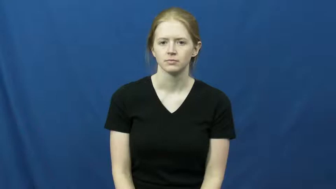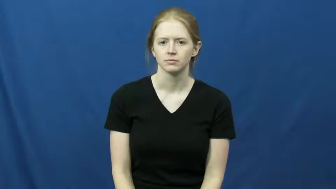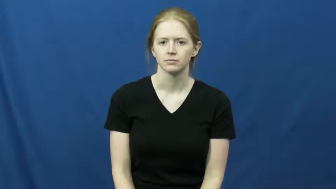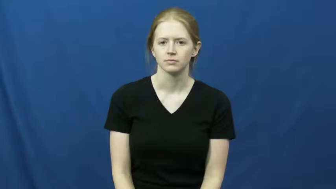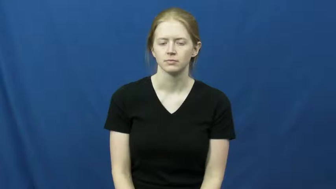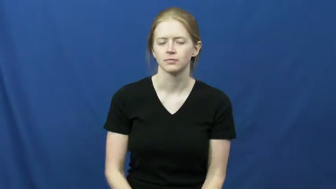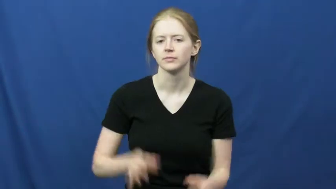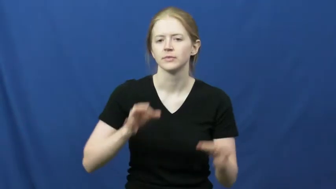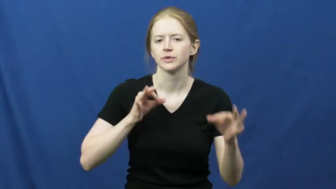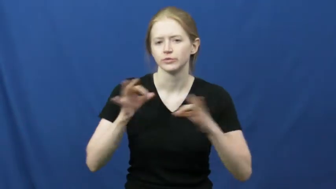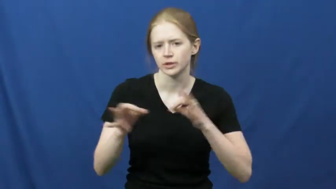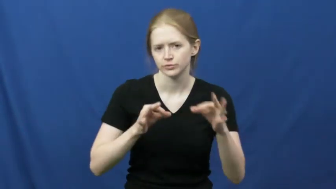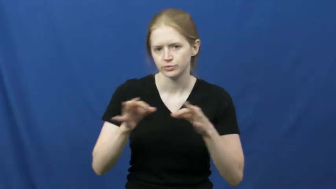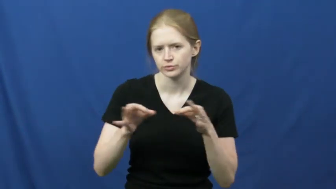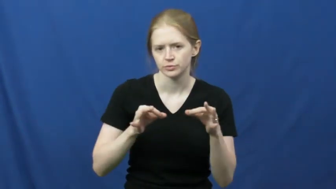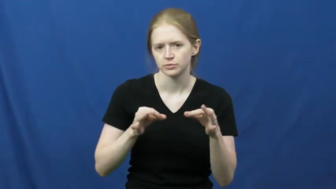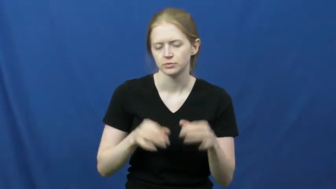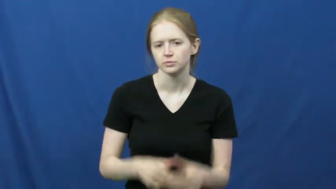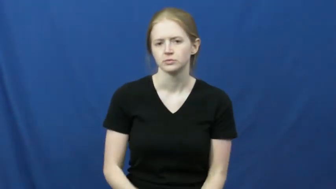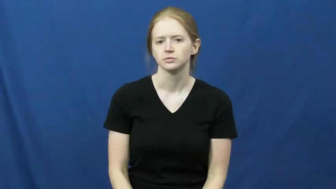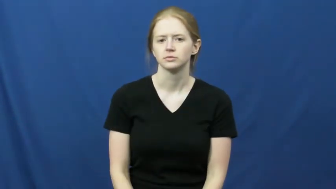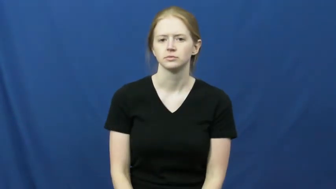direct-explain